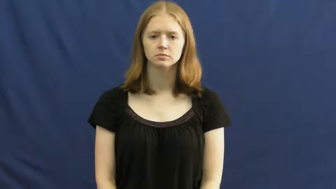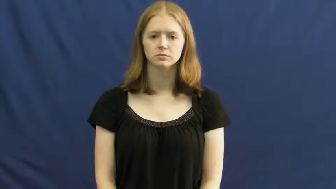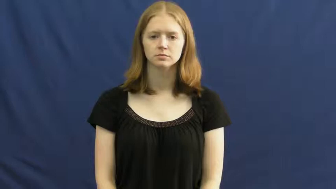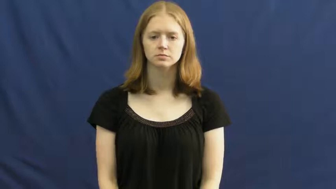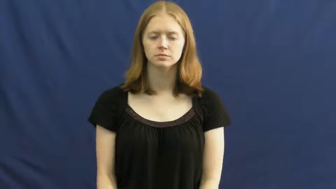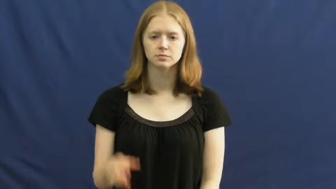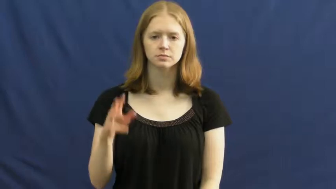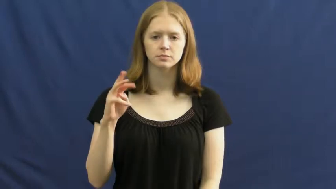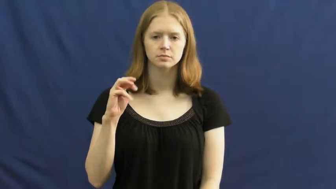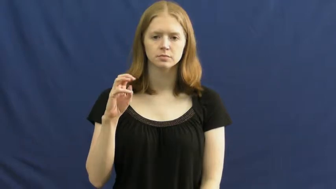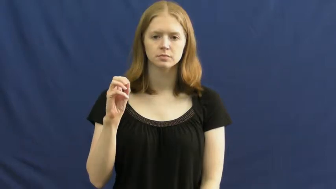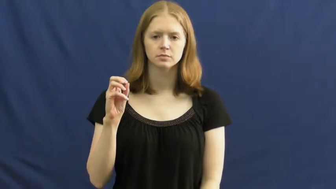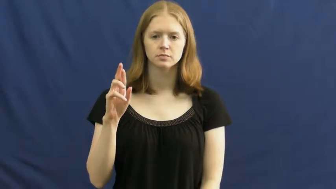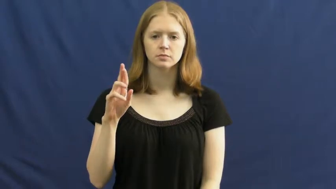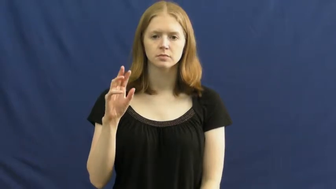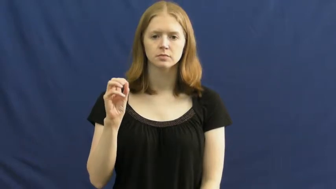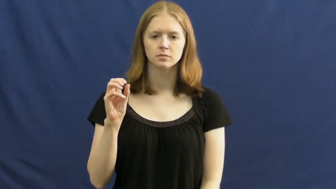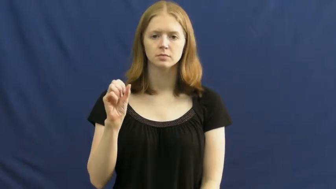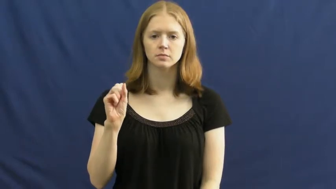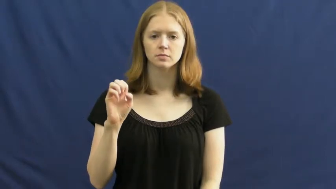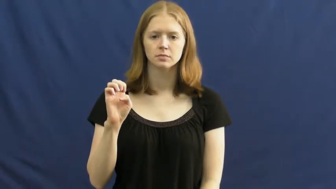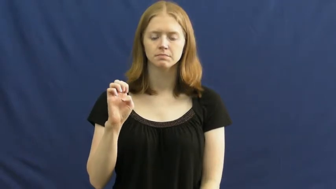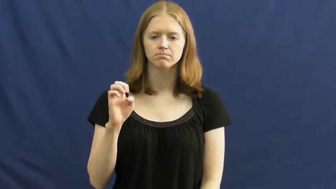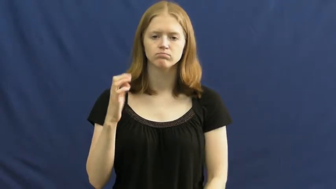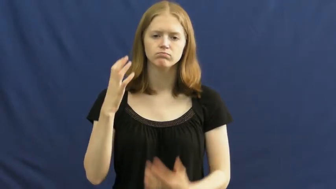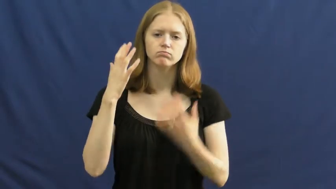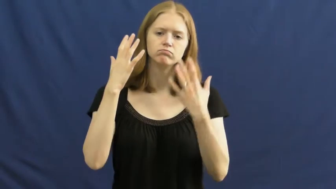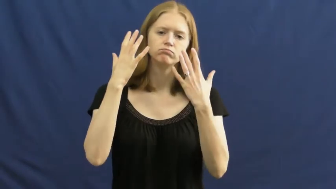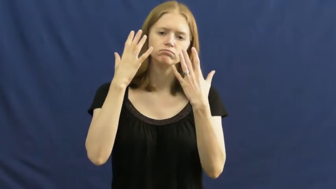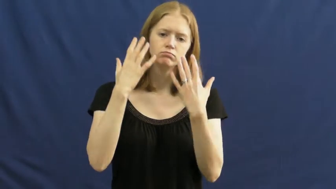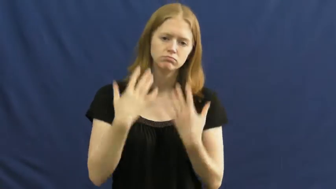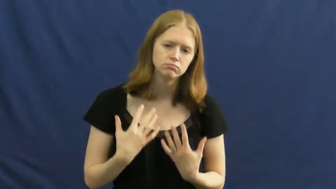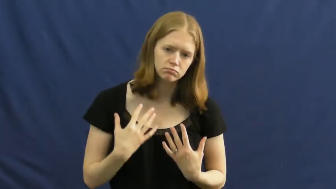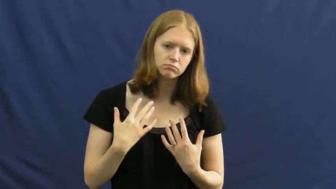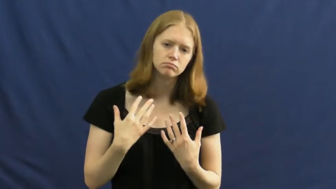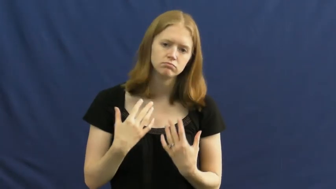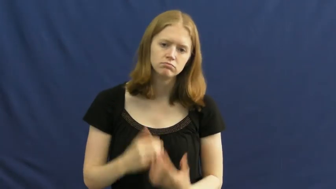morose